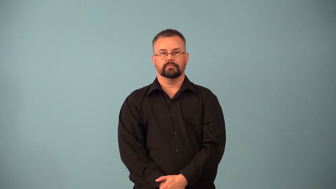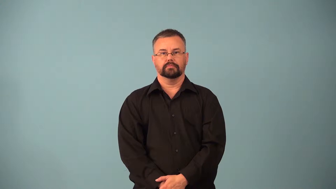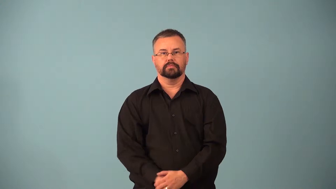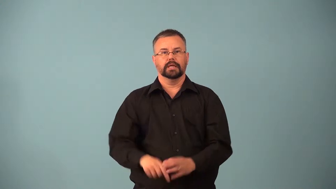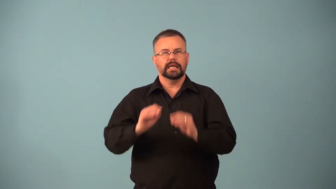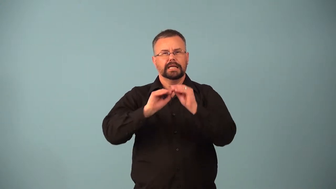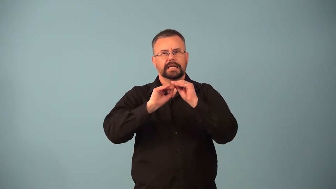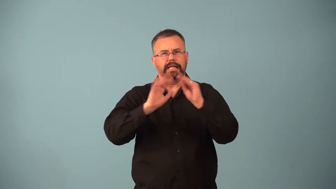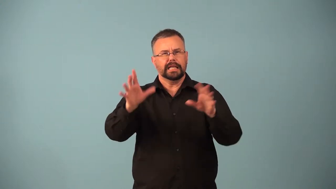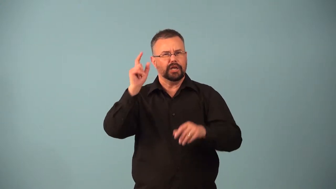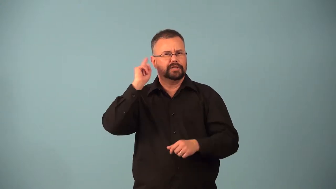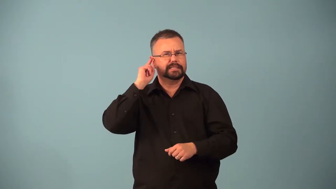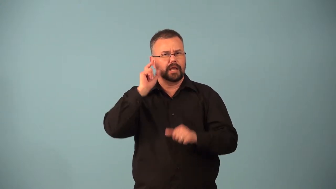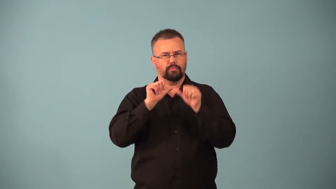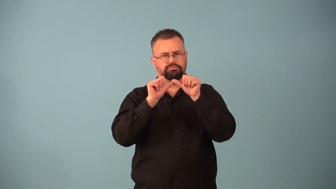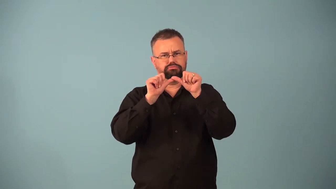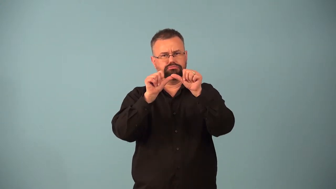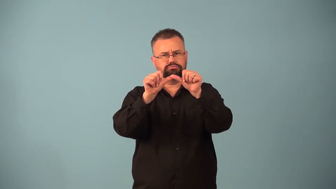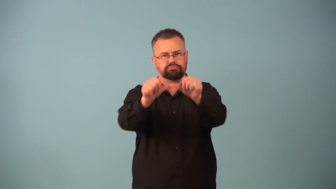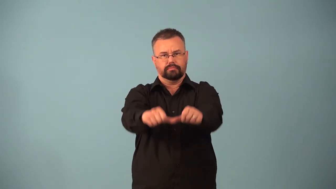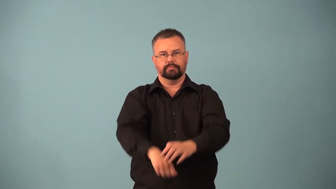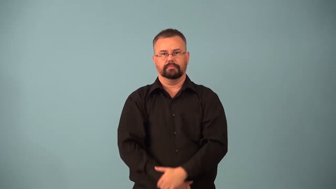resonance